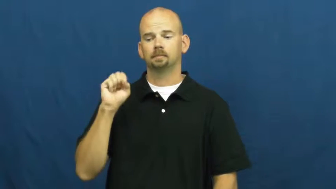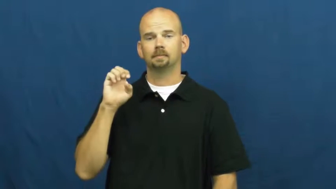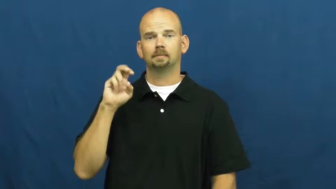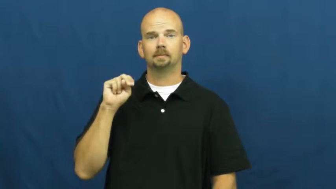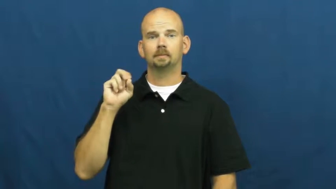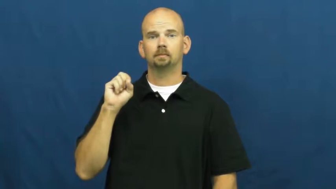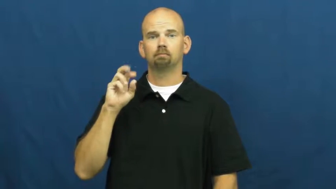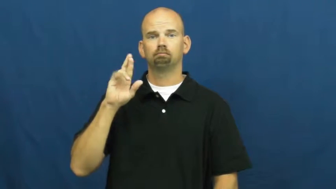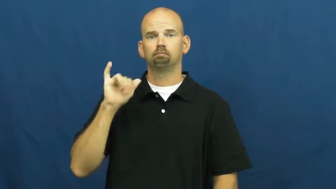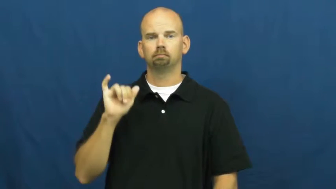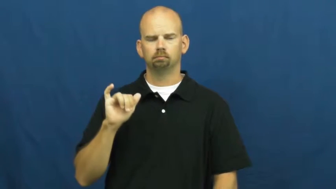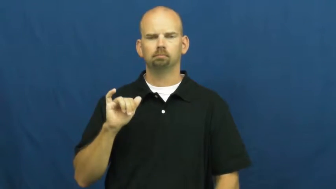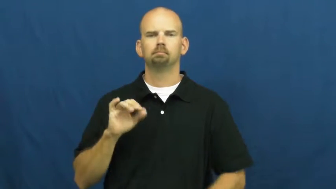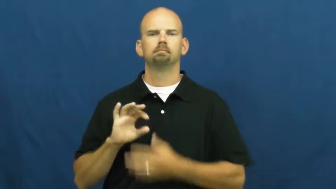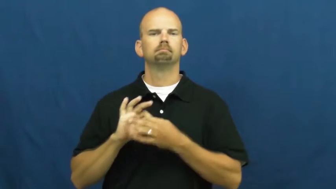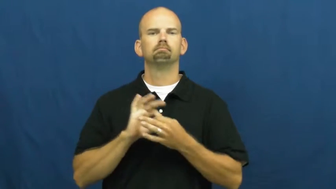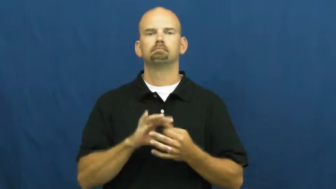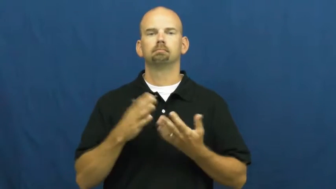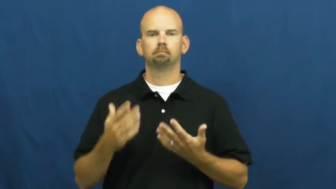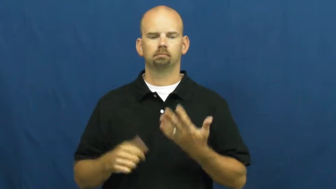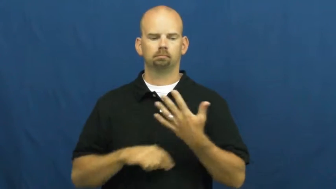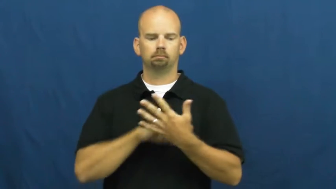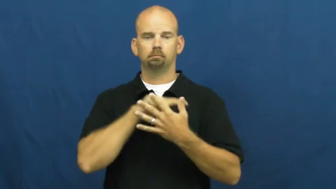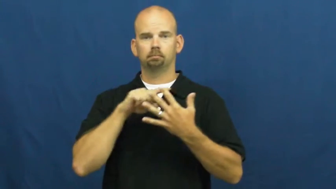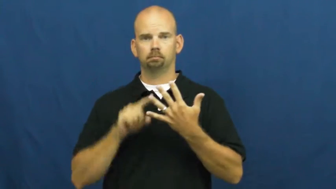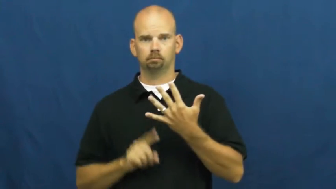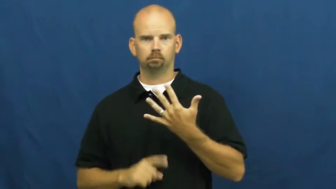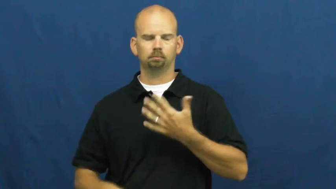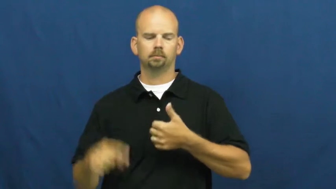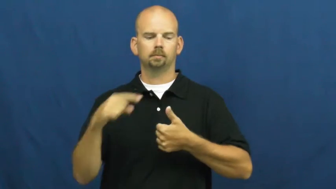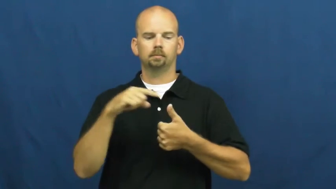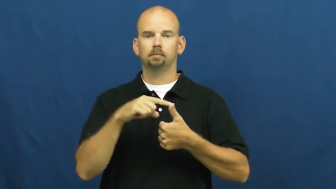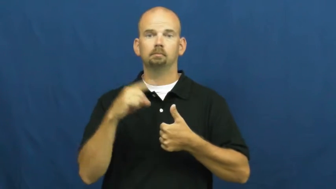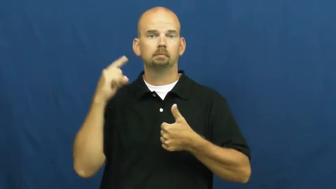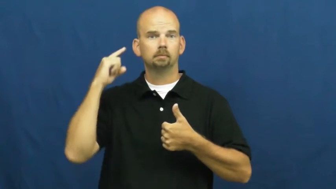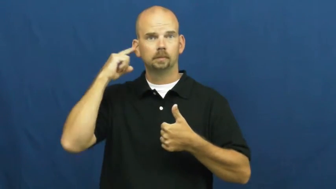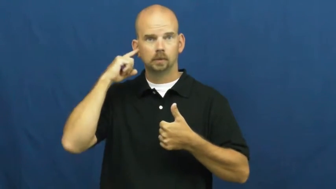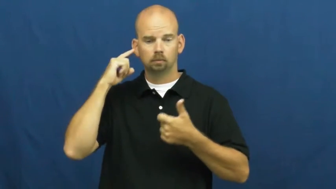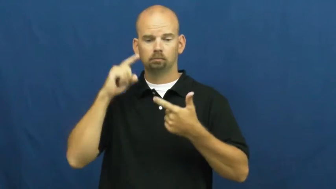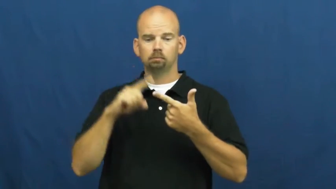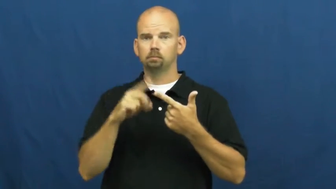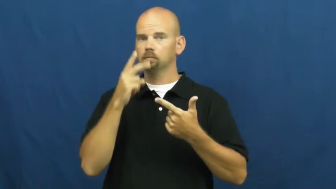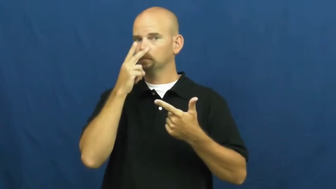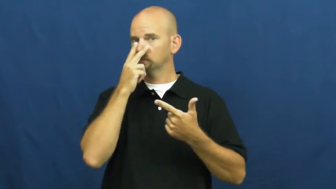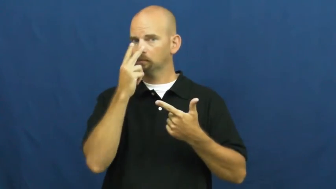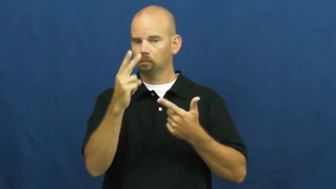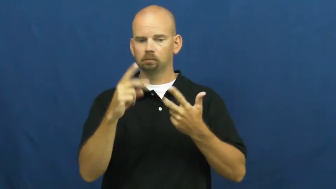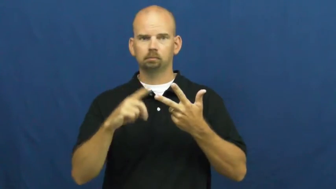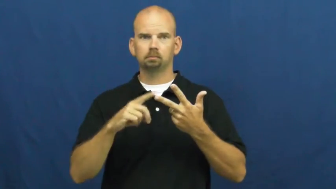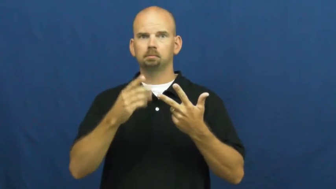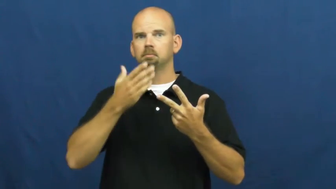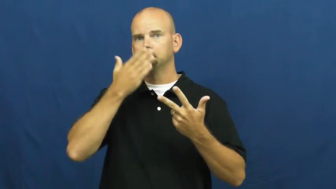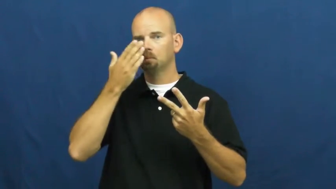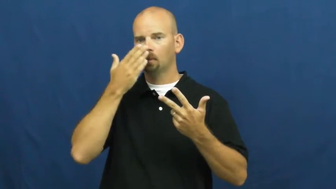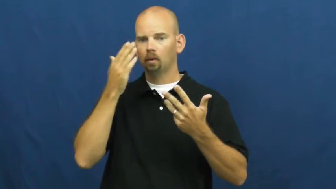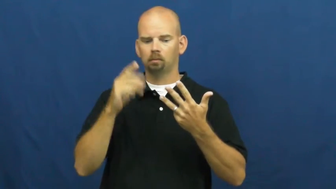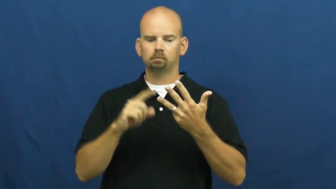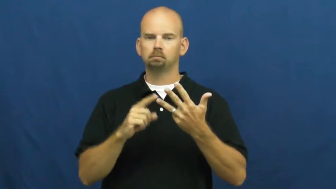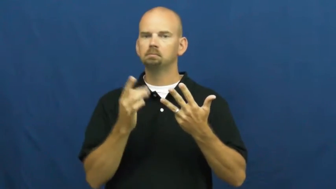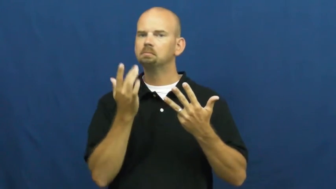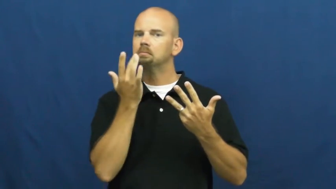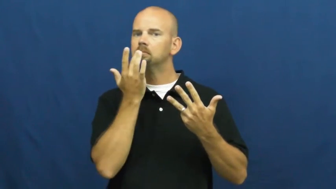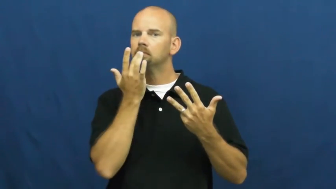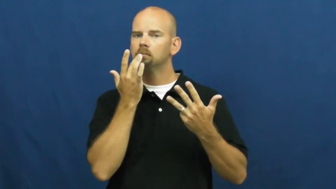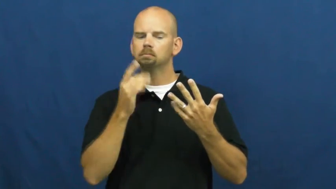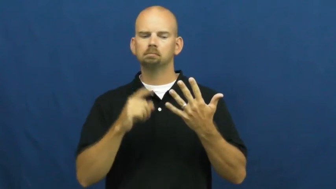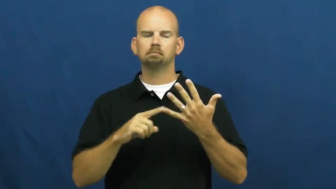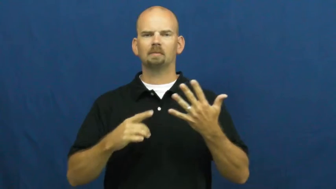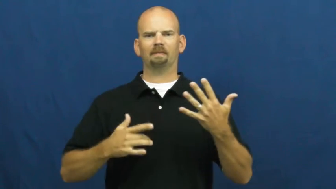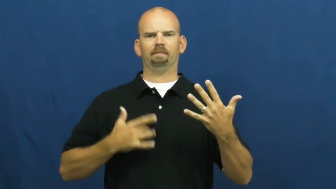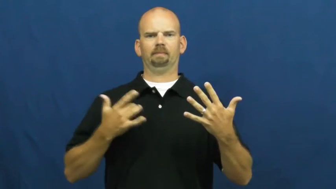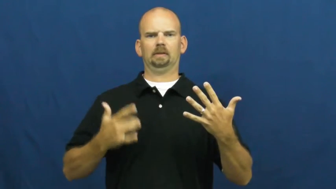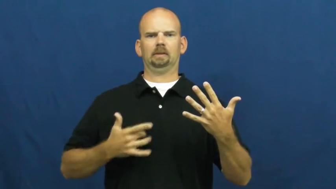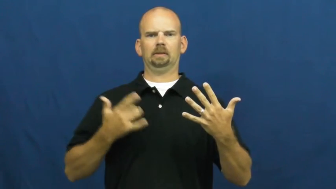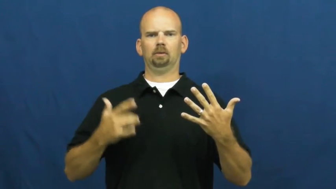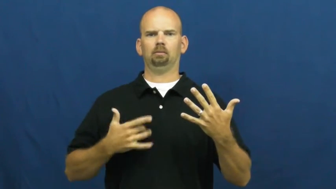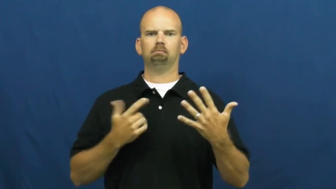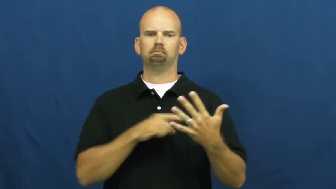sensory